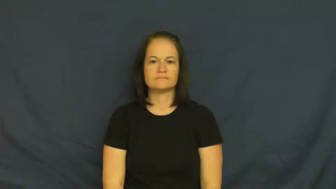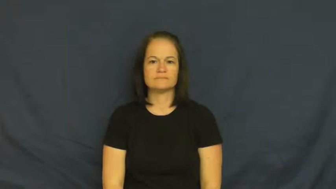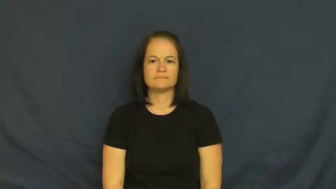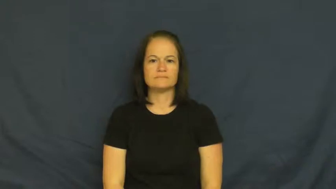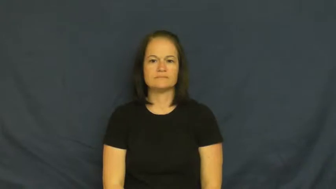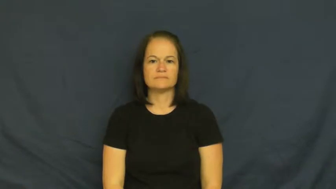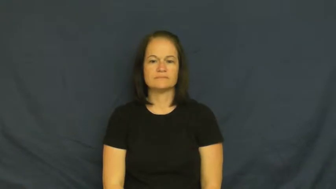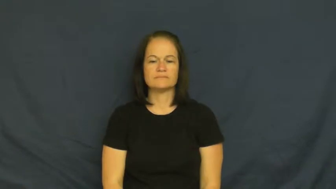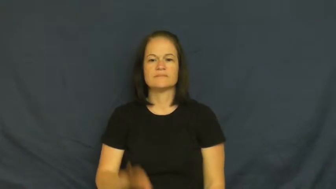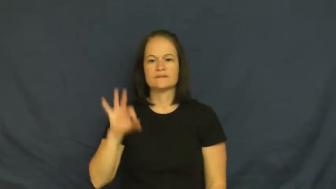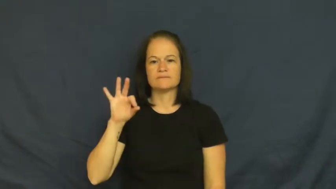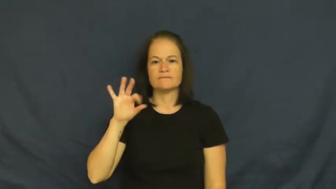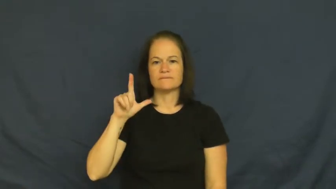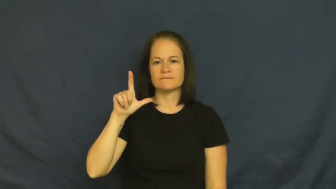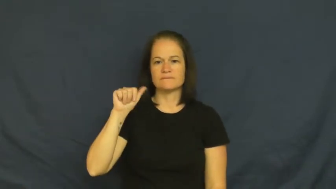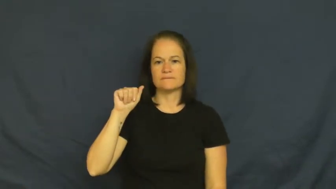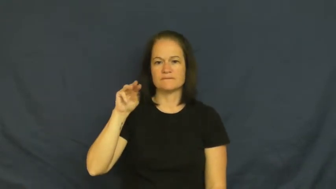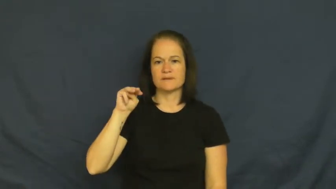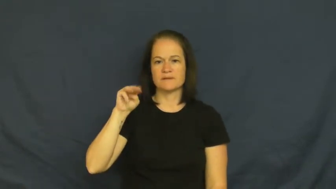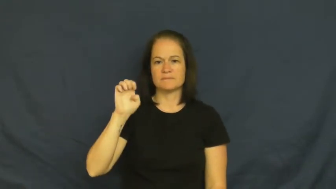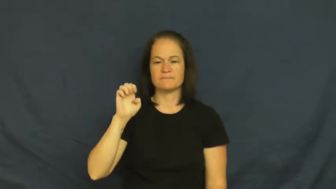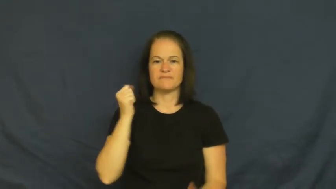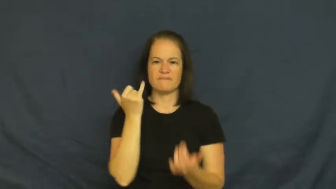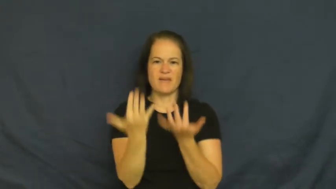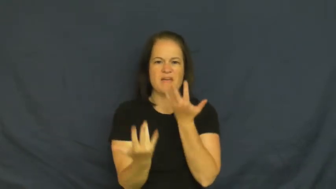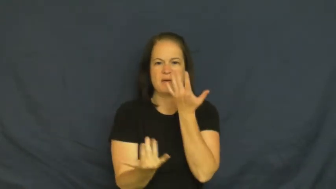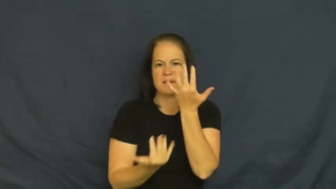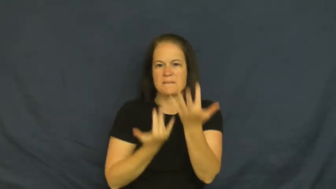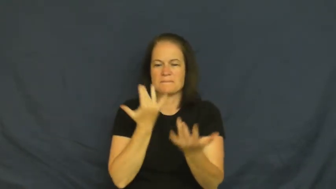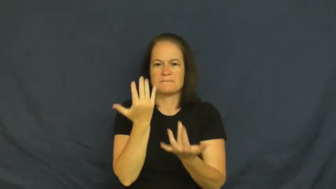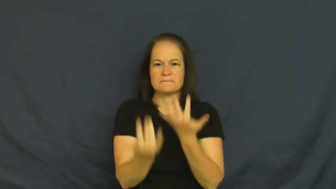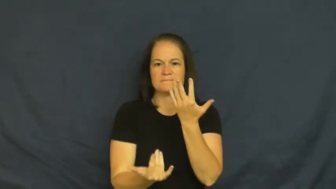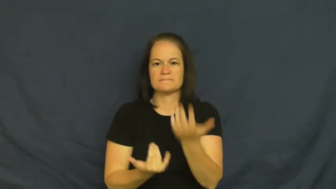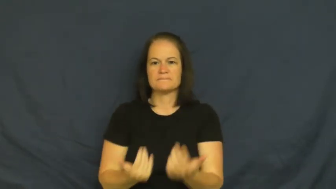flame-fire